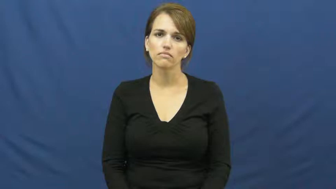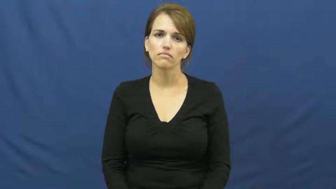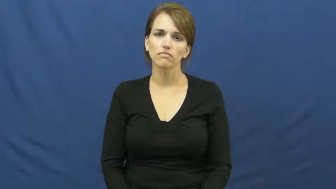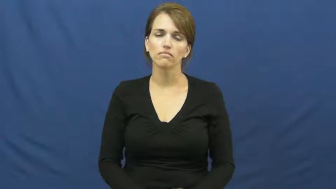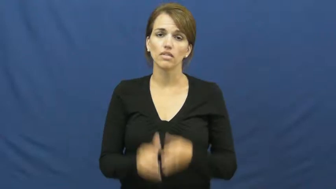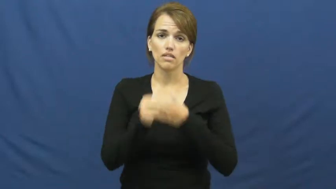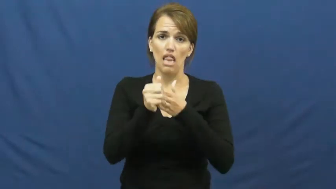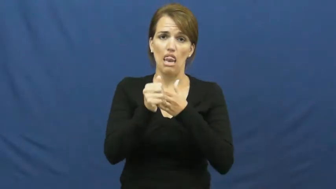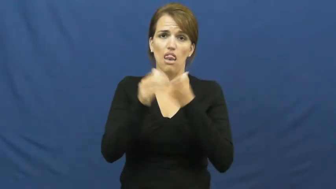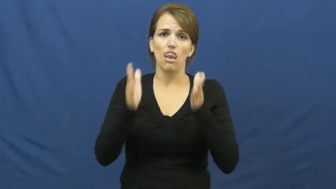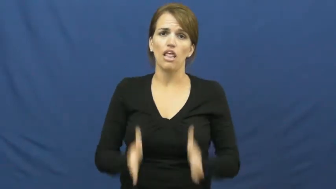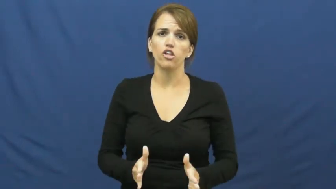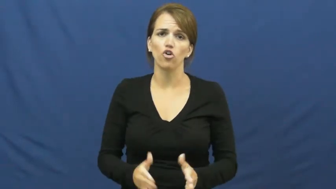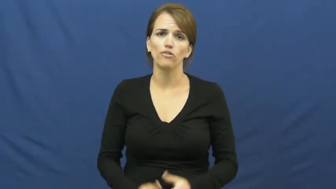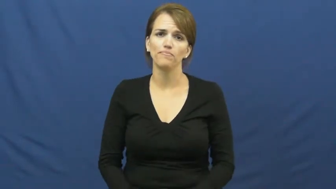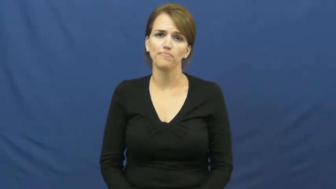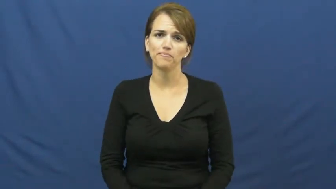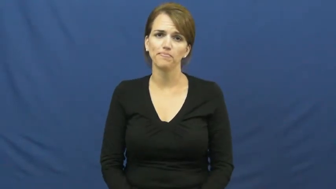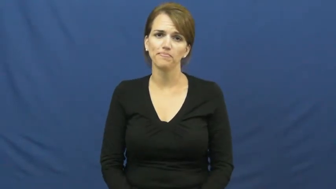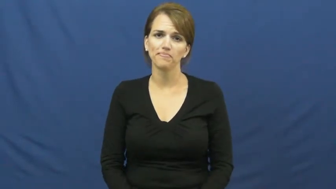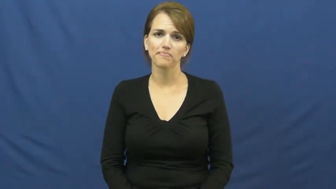leader,architect,cheiftan,front